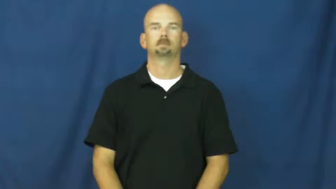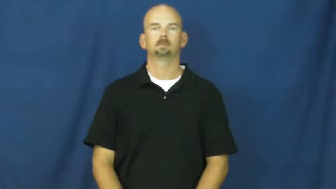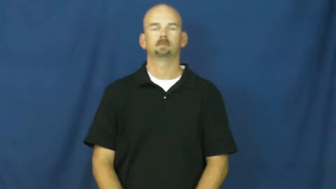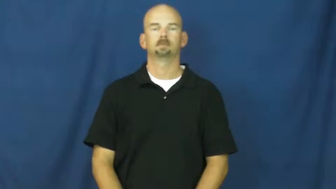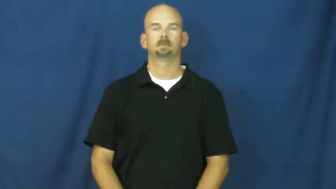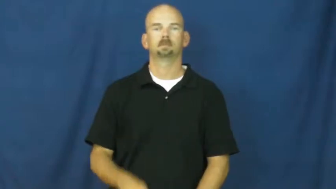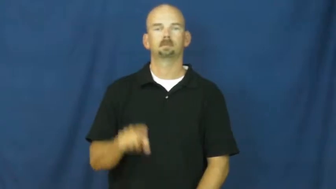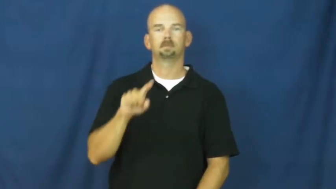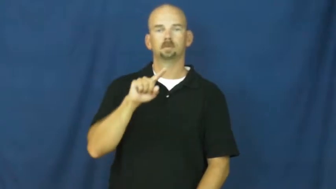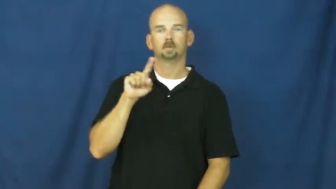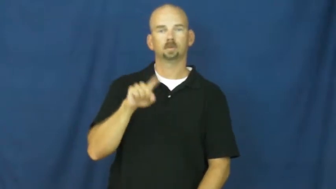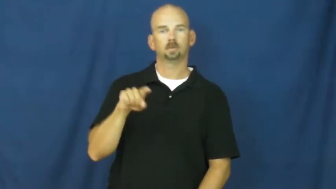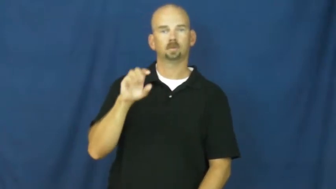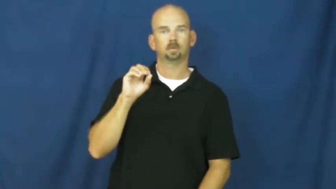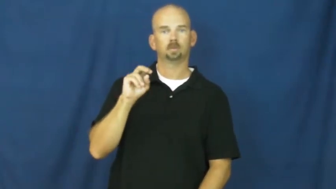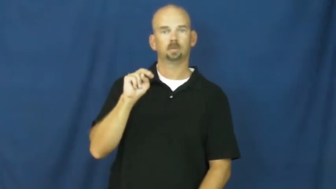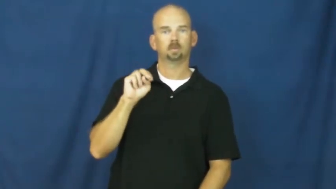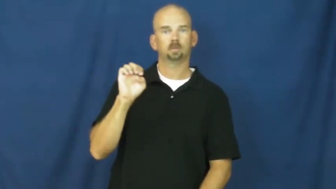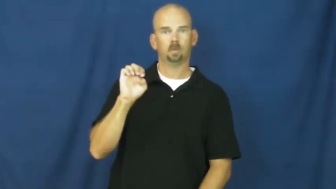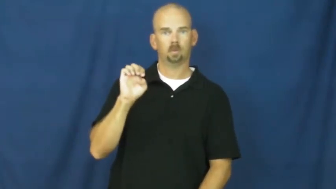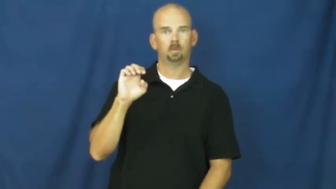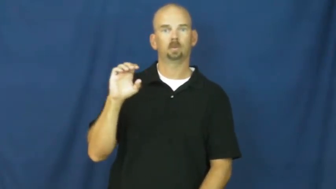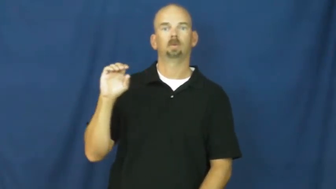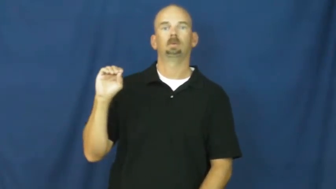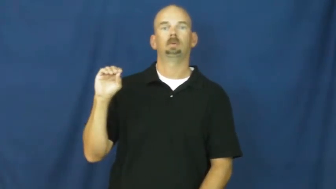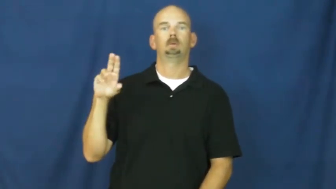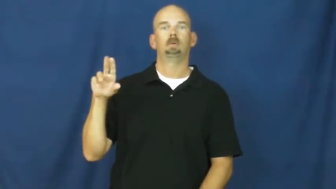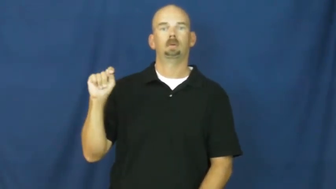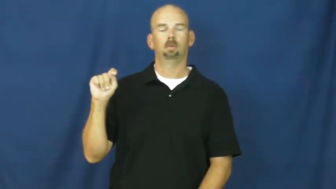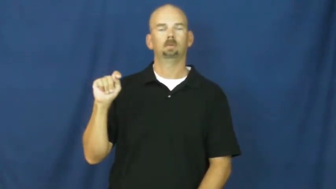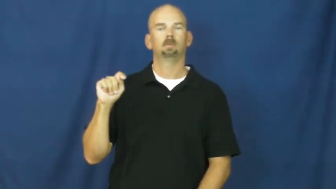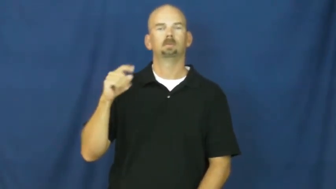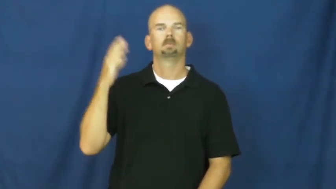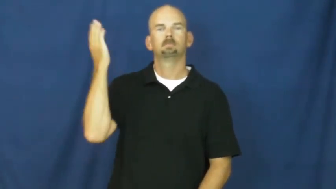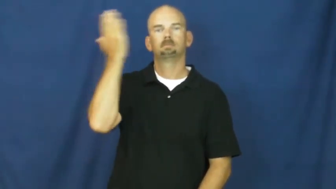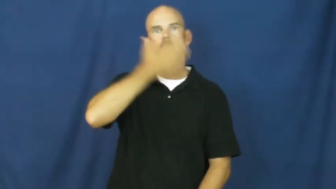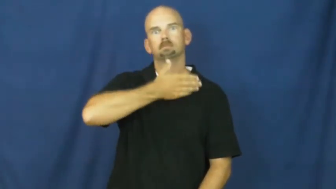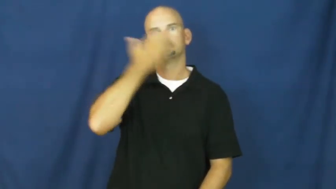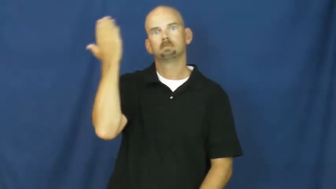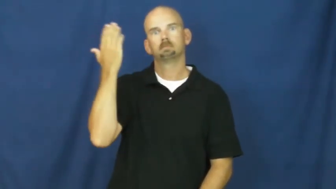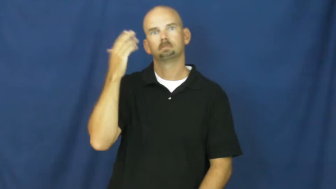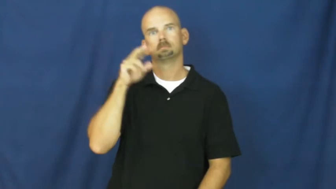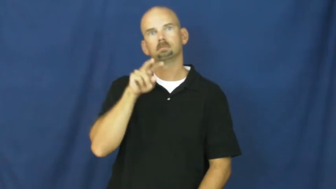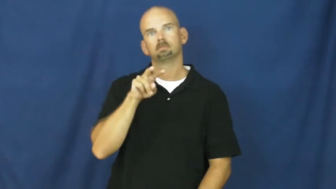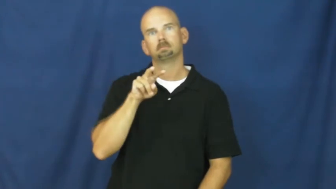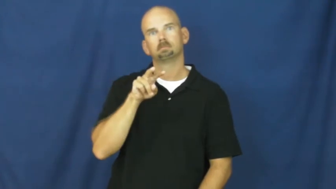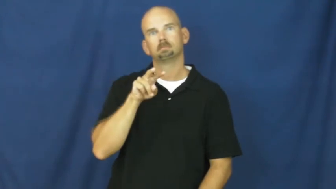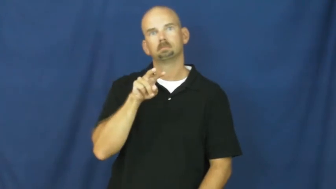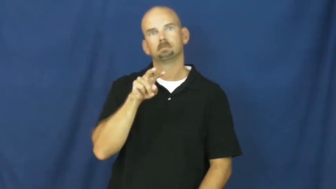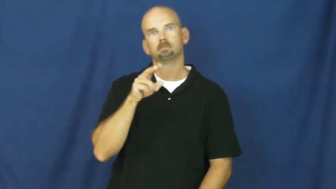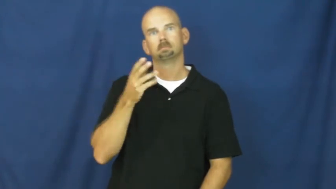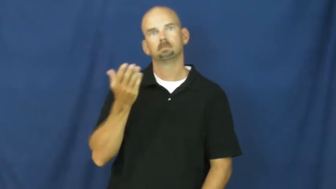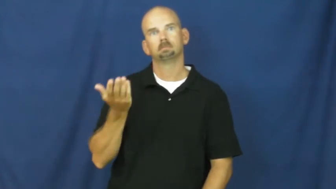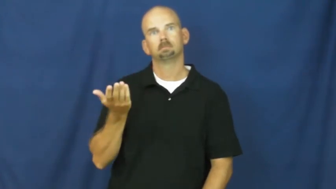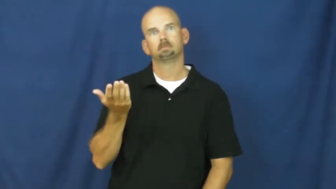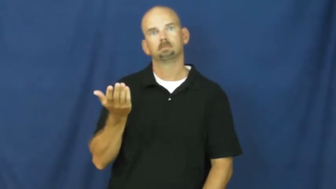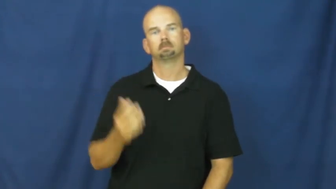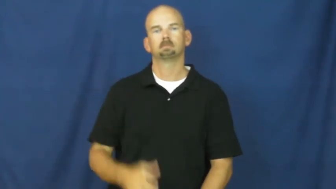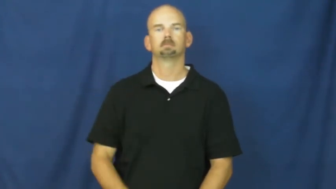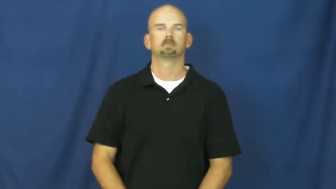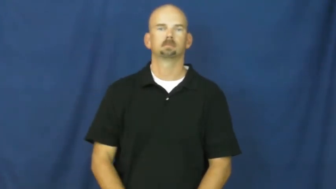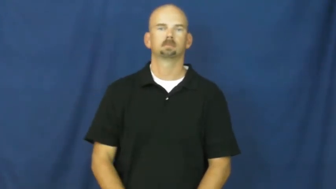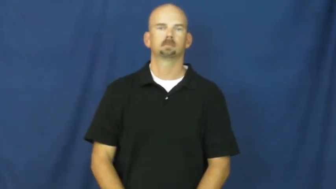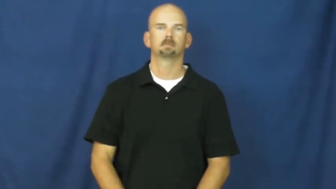zone out